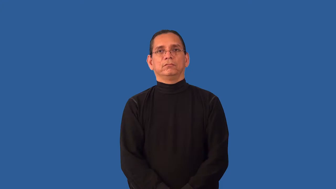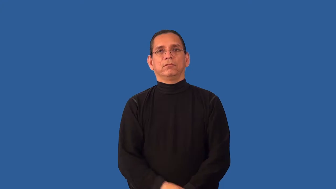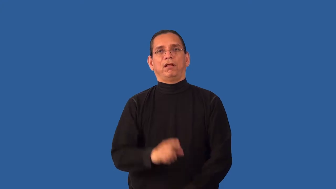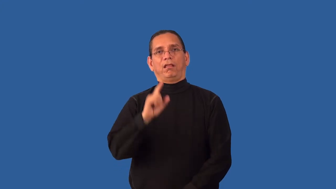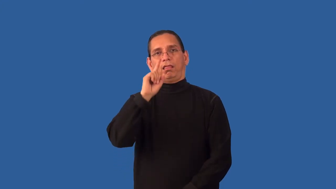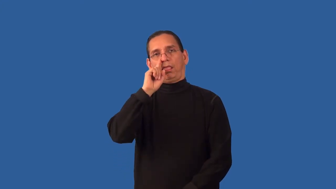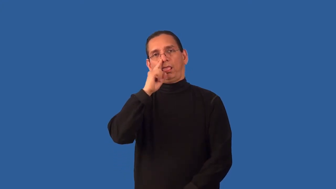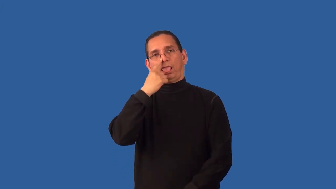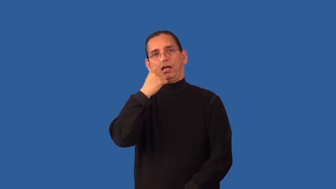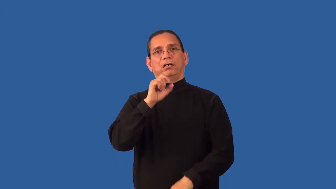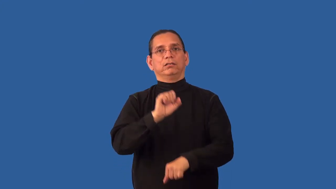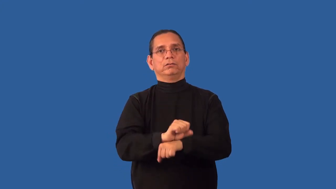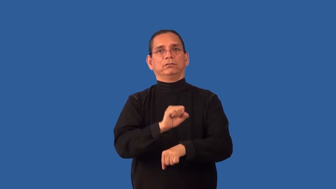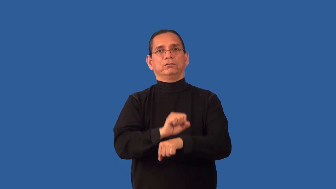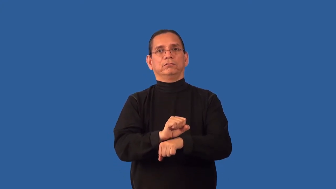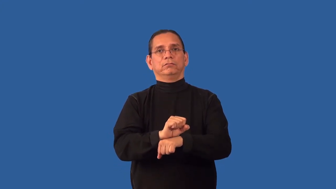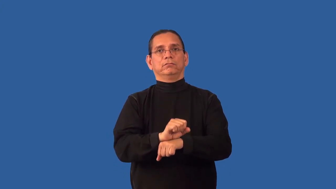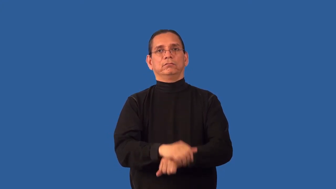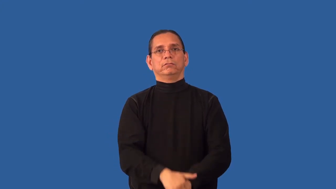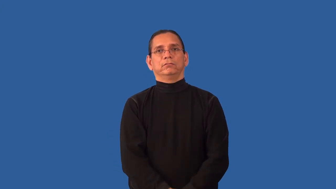unrewarding